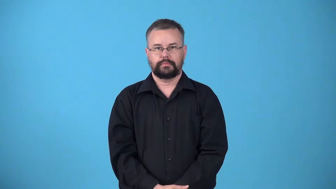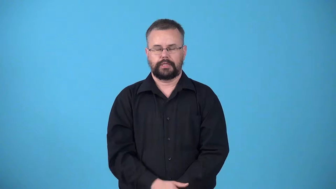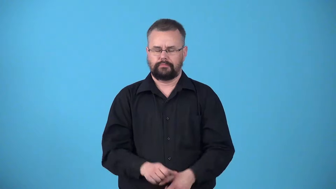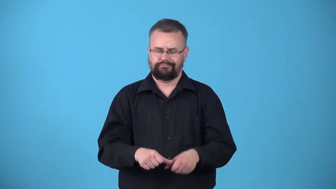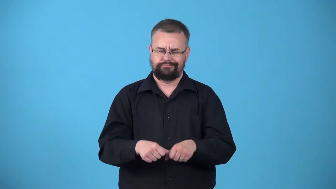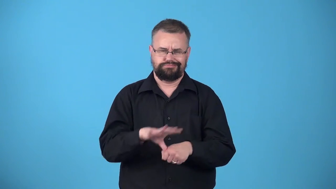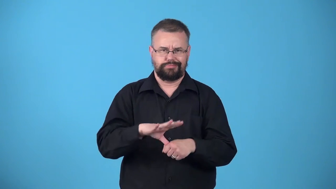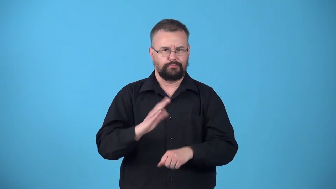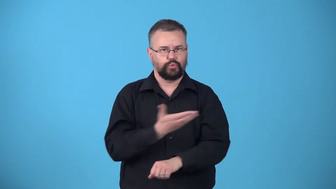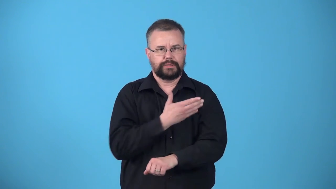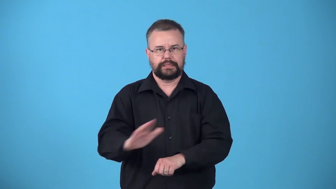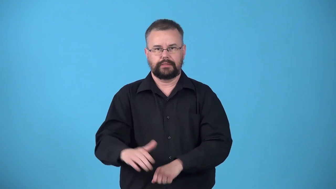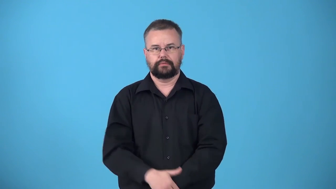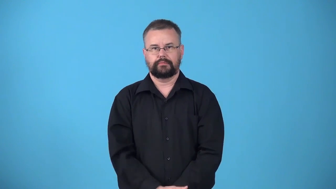unmusical